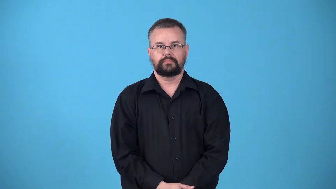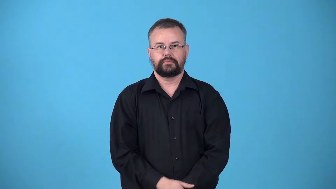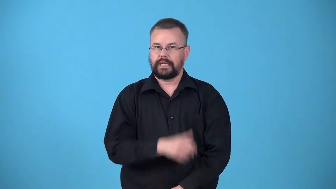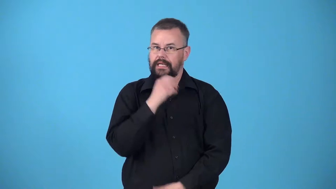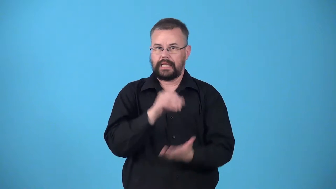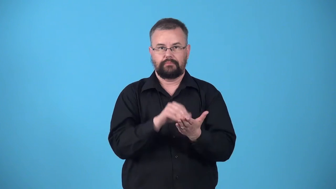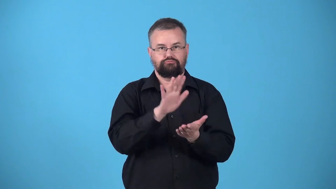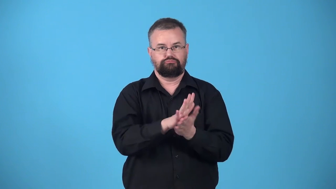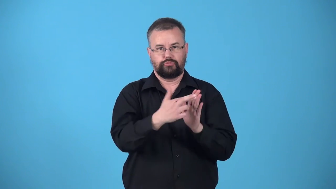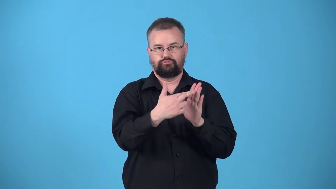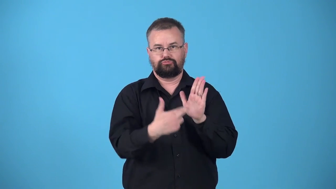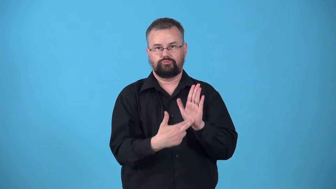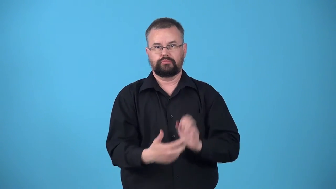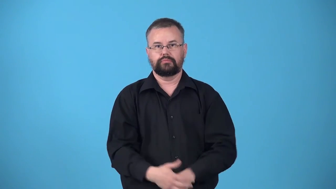unregistered